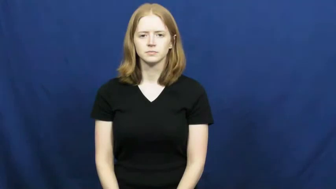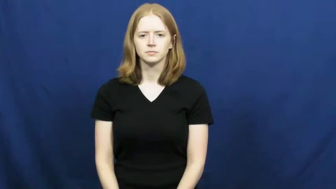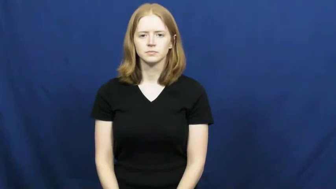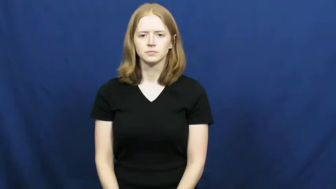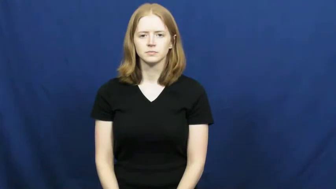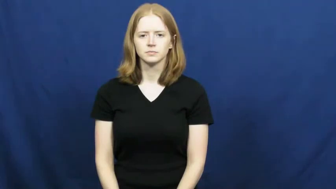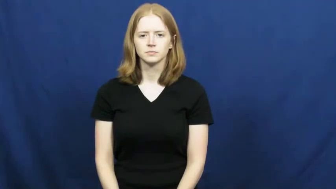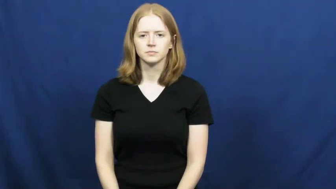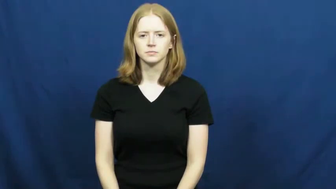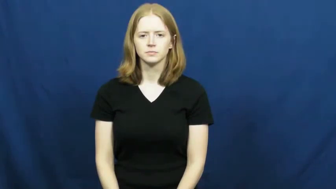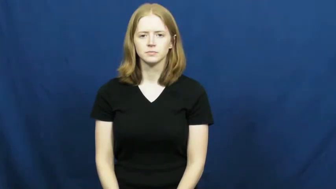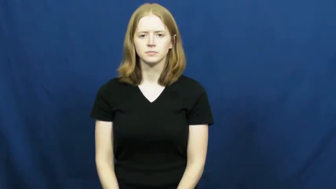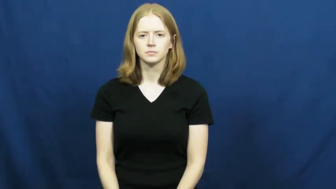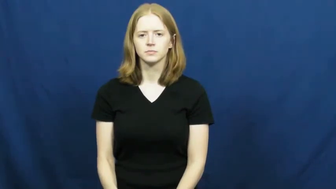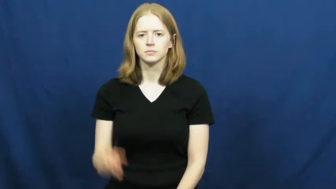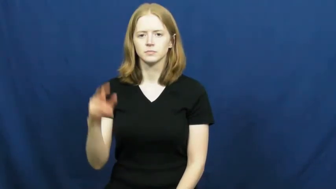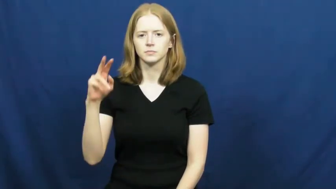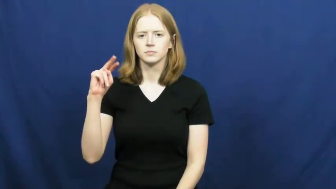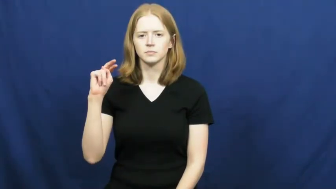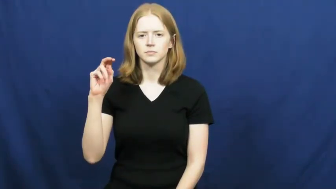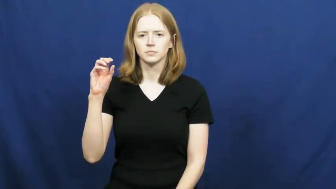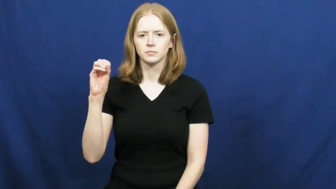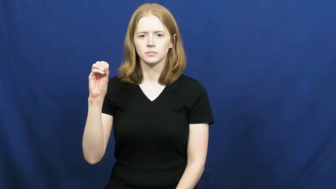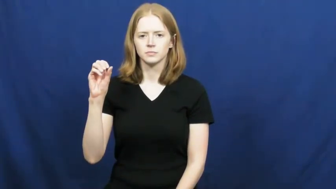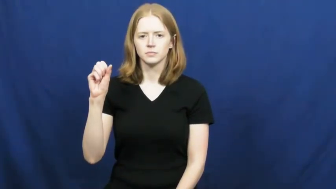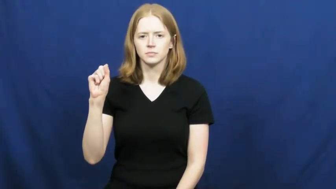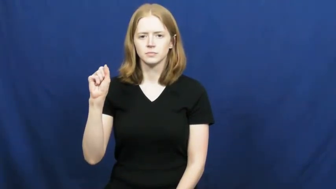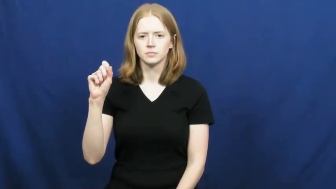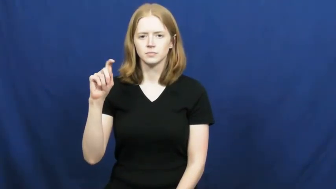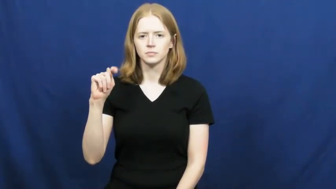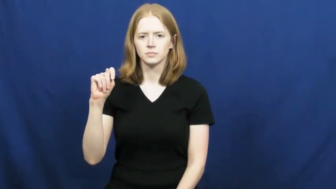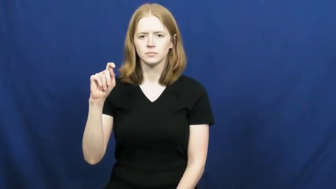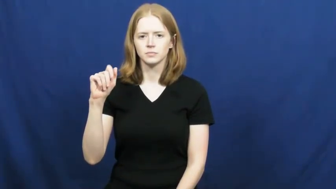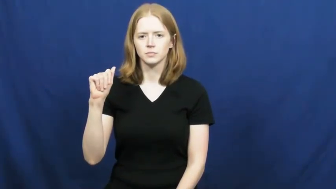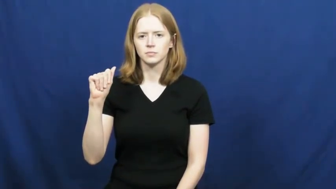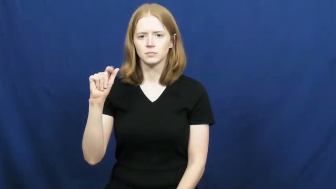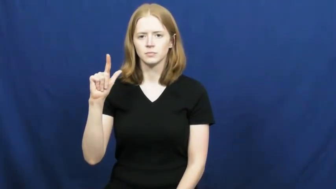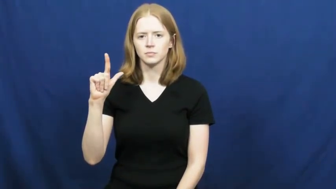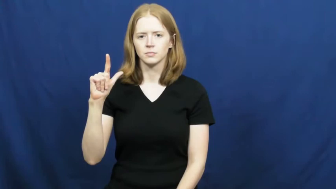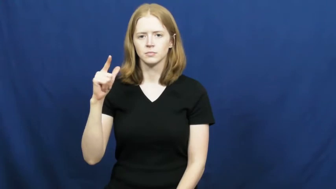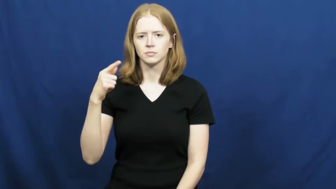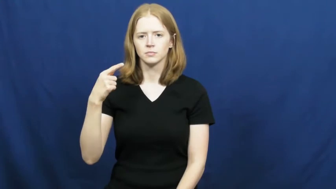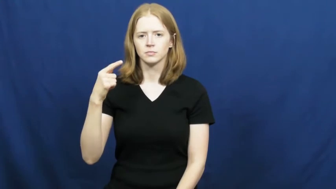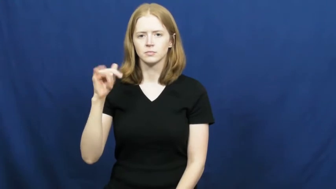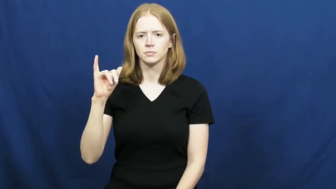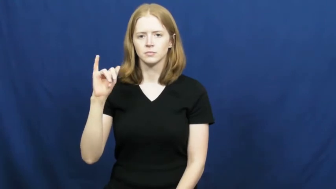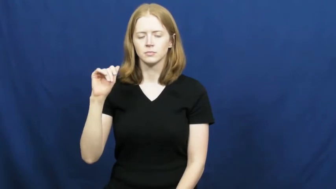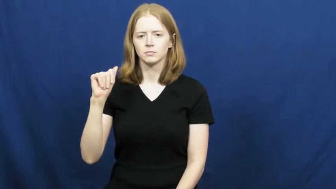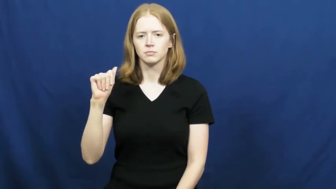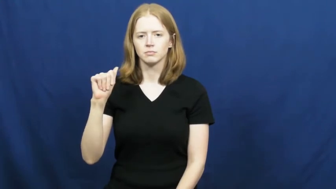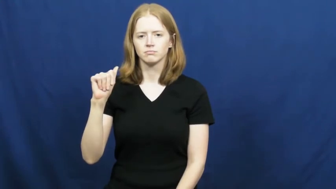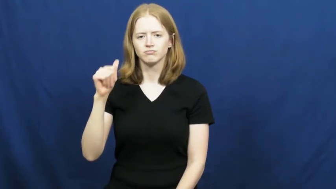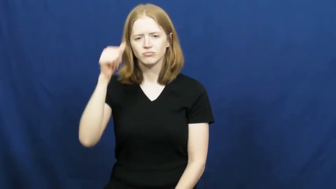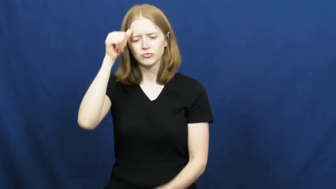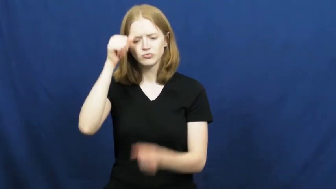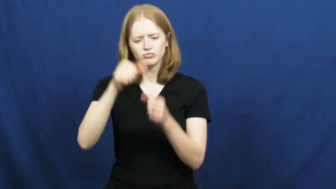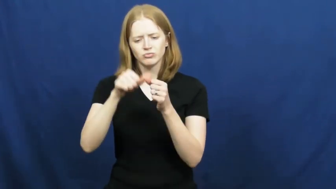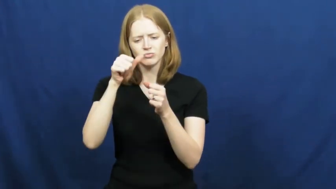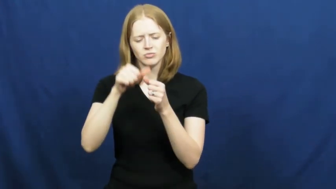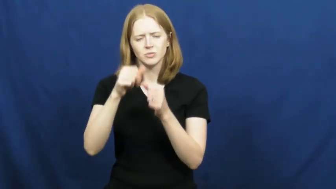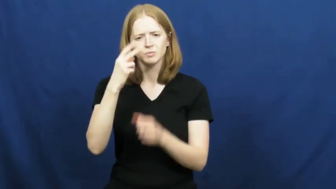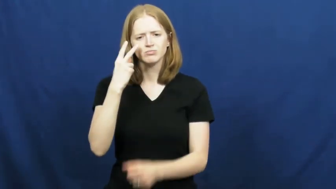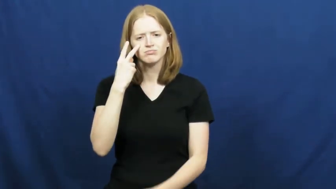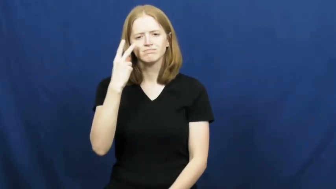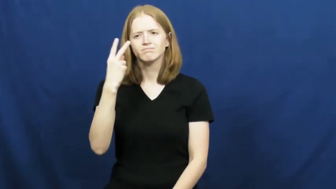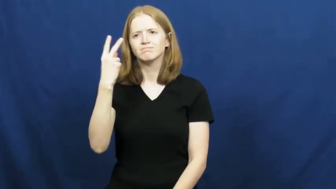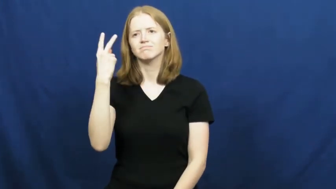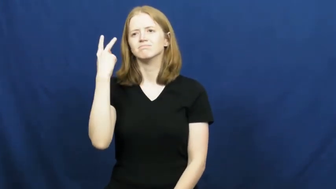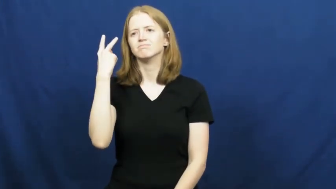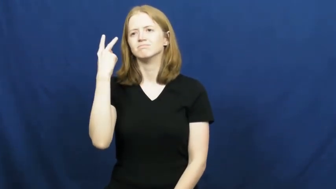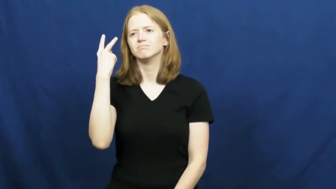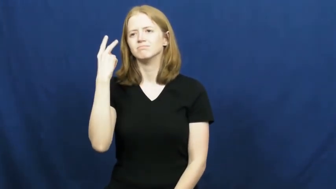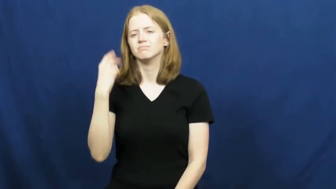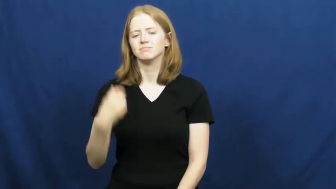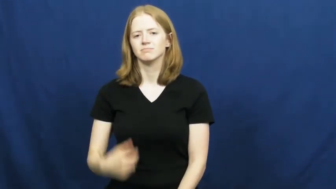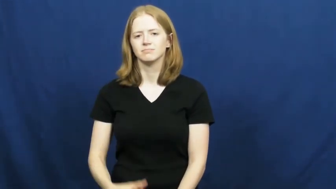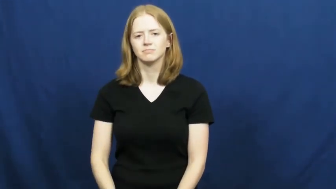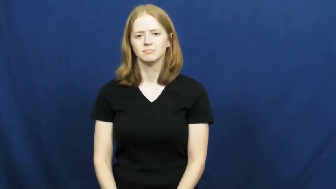nostalgia